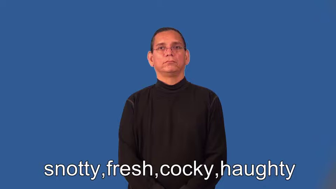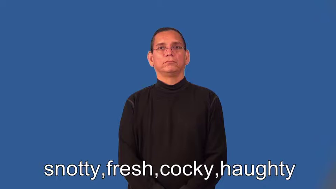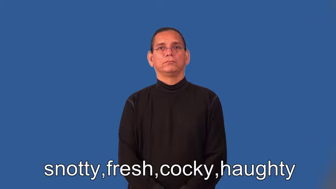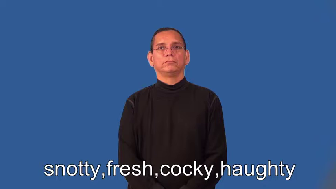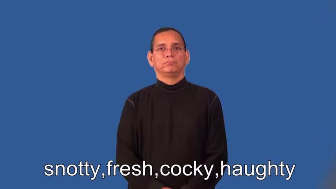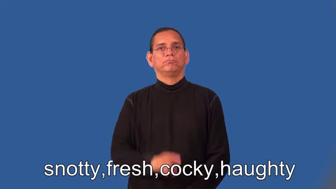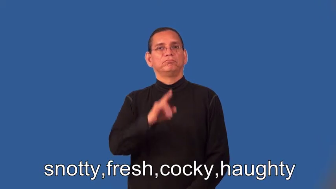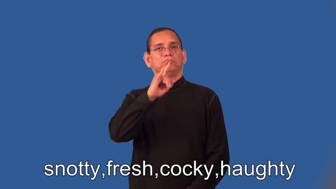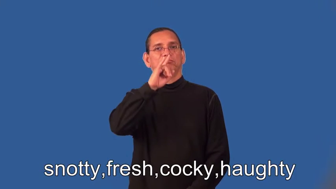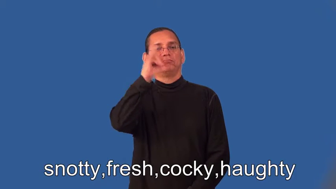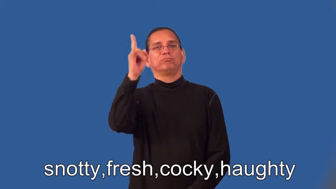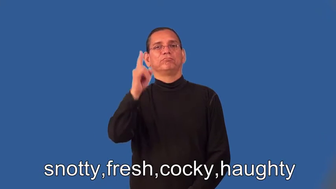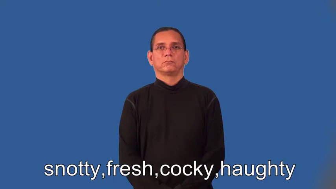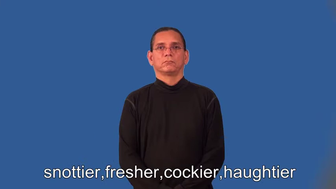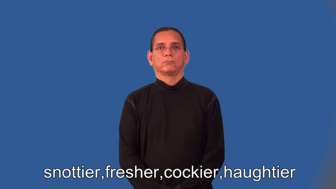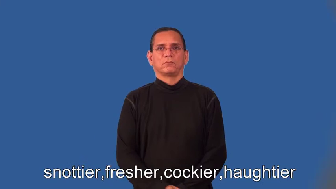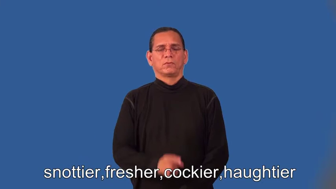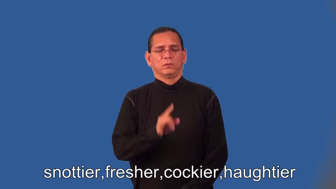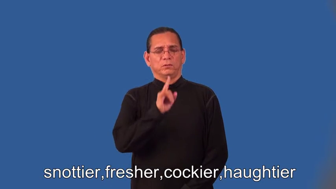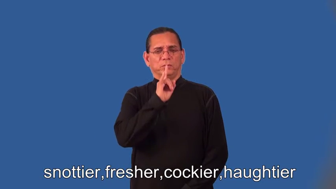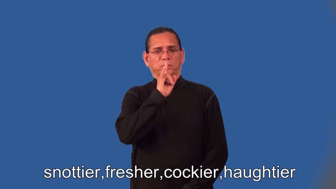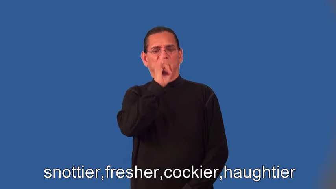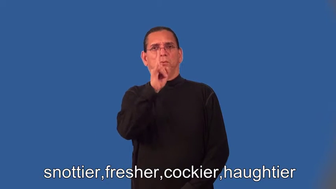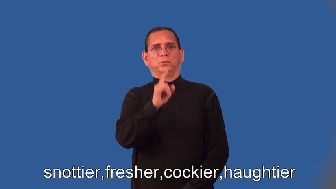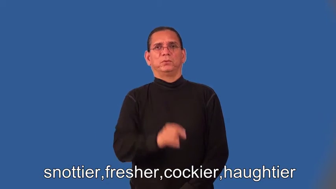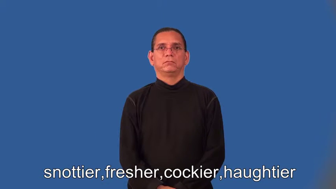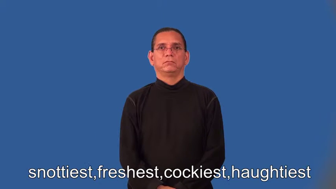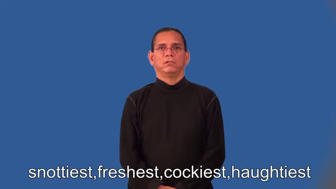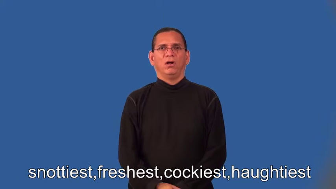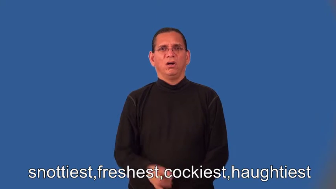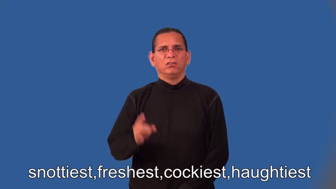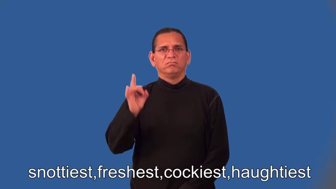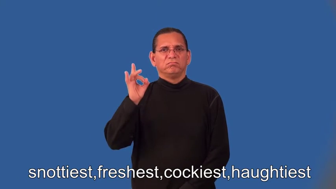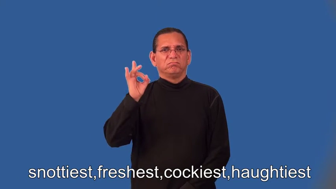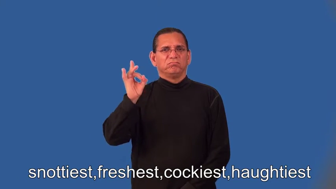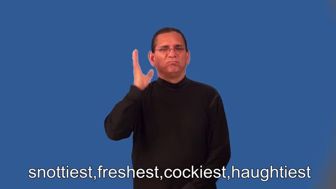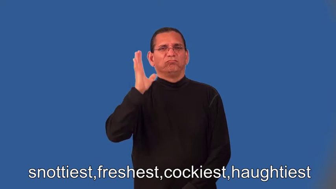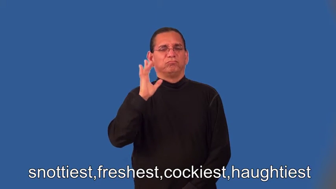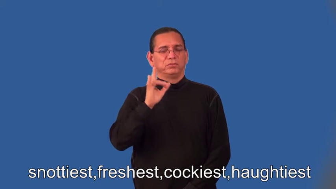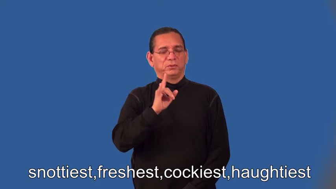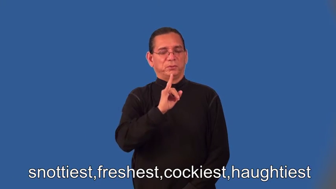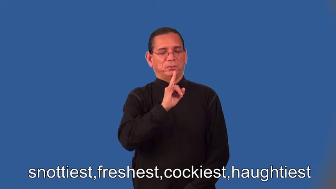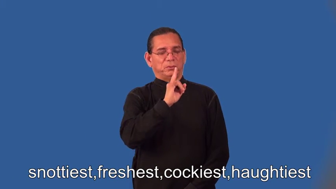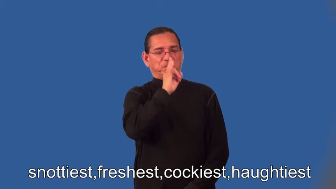snottier,fresher,cockier,haughtier,snottiest,freshest,cockiest,haughtiest